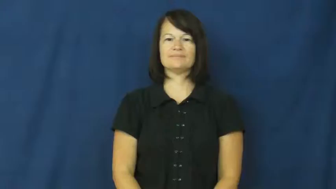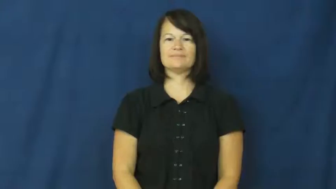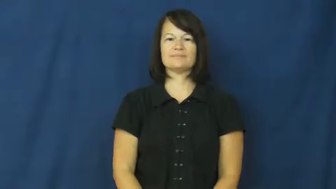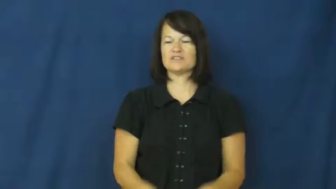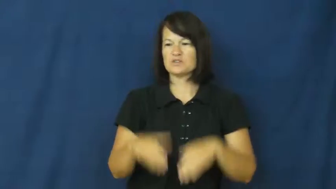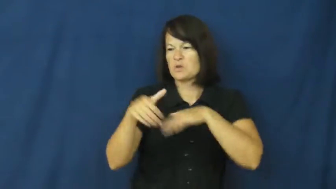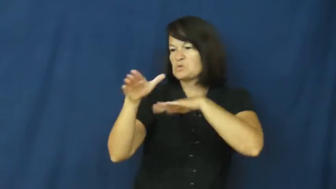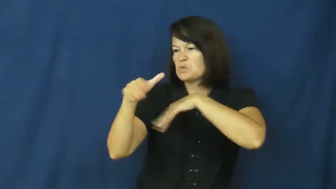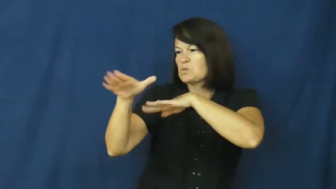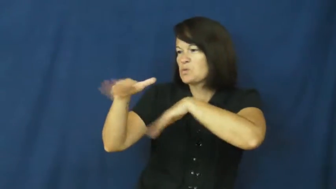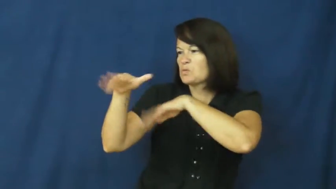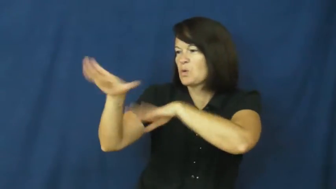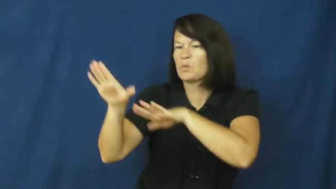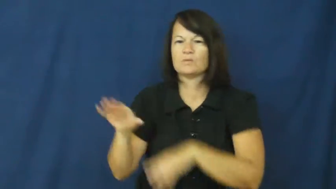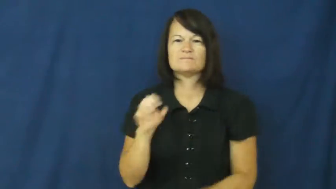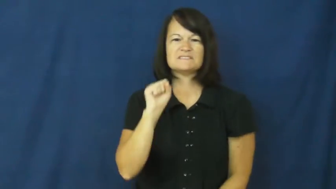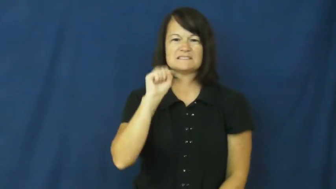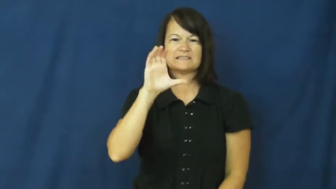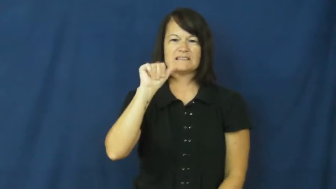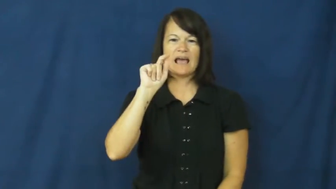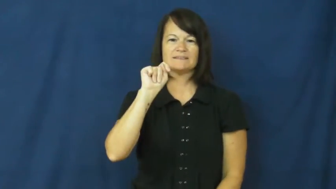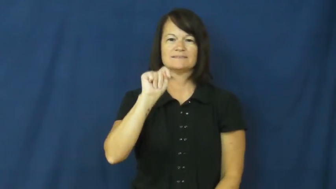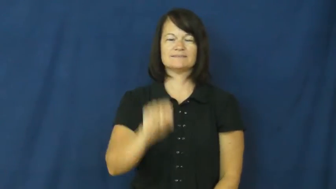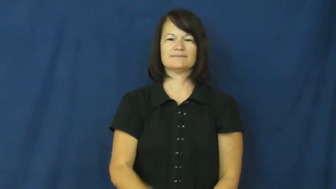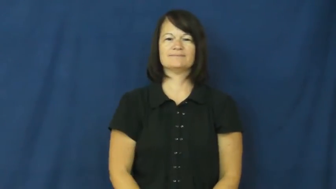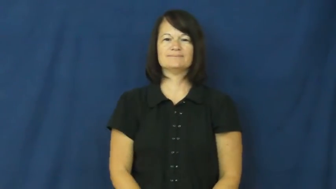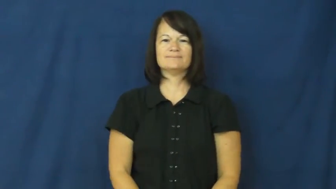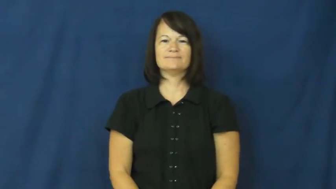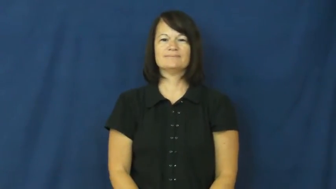turn away-not allow entry